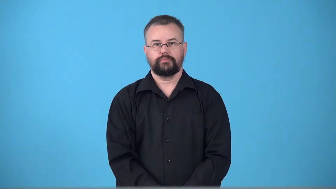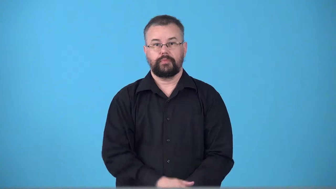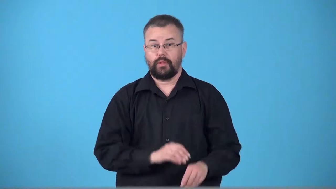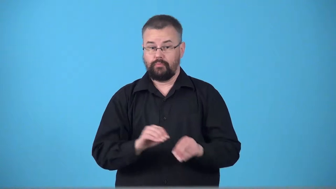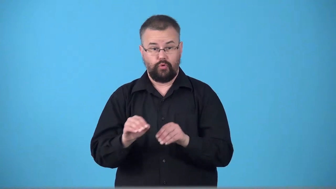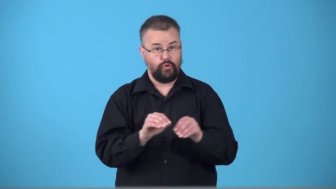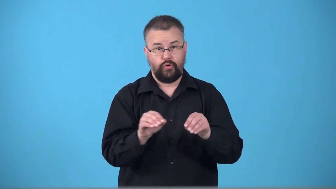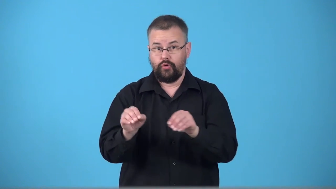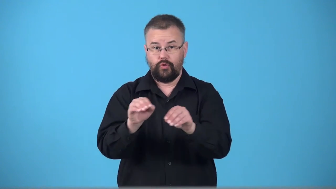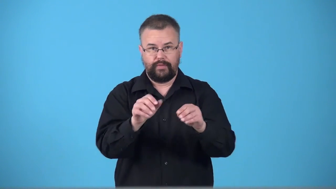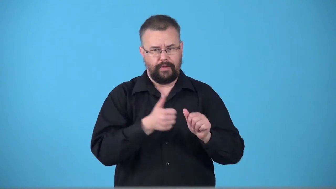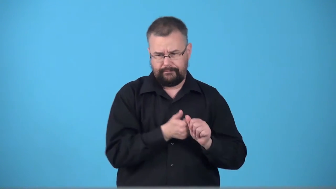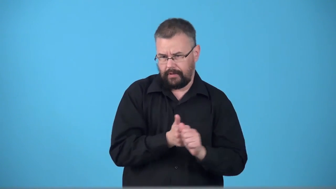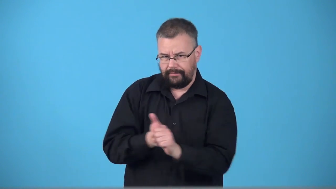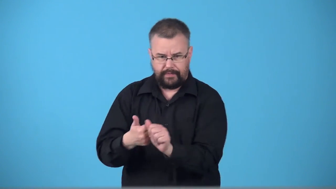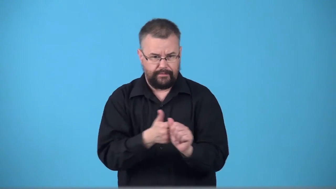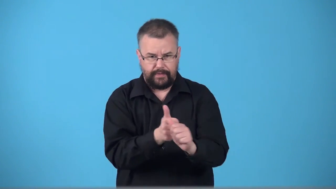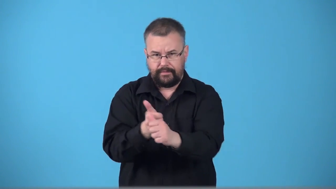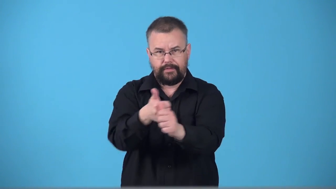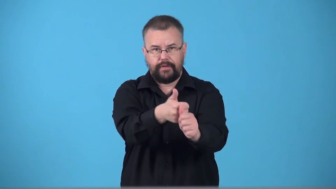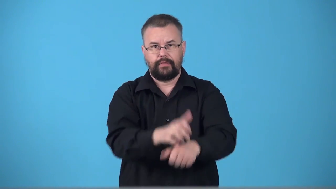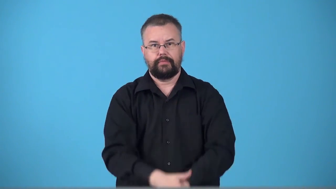track-move in a particular direction like a storm